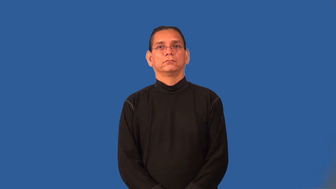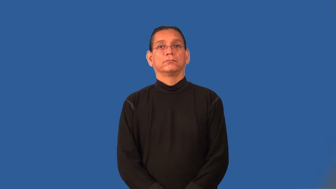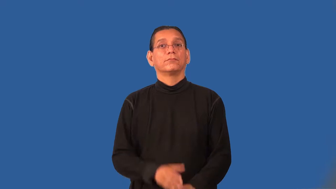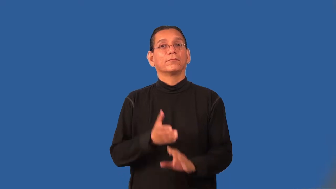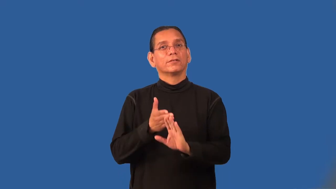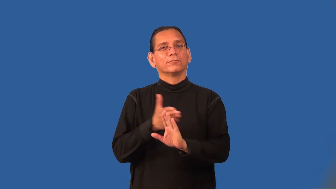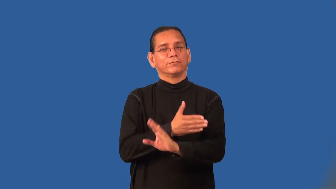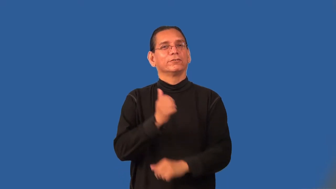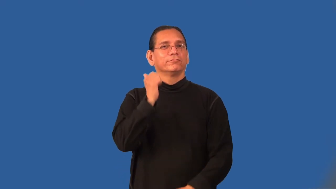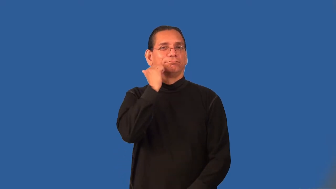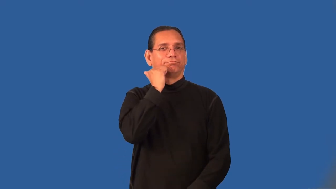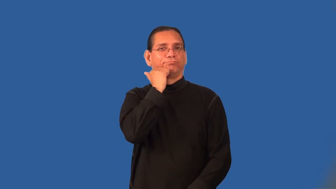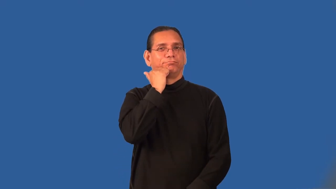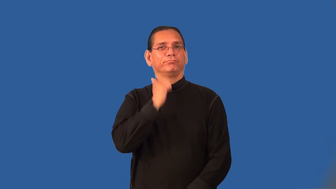premenstrual